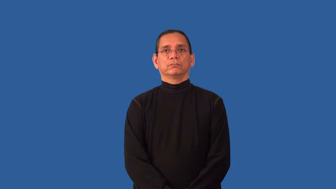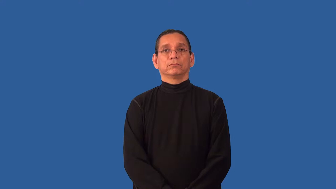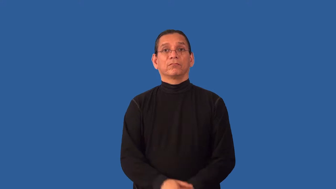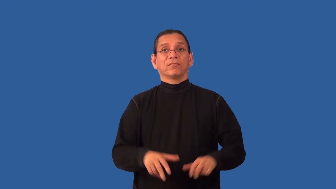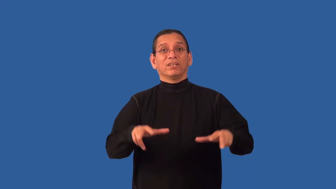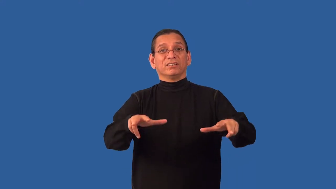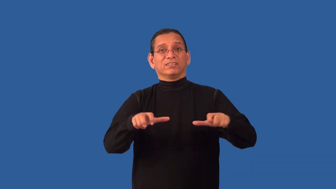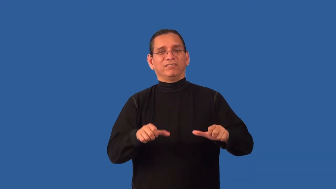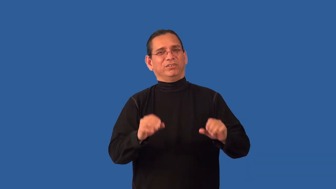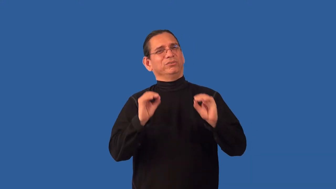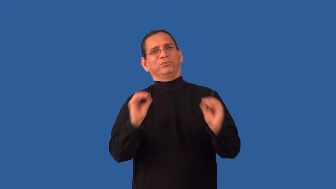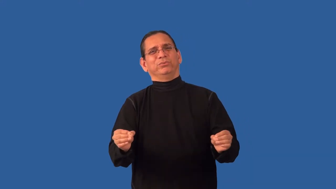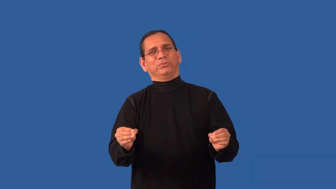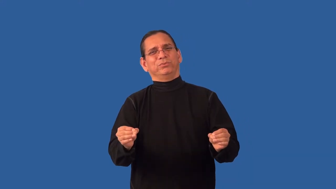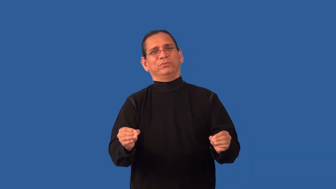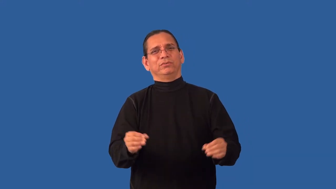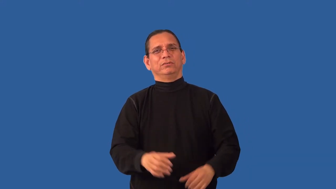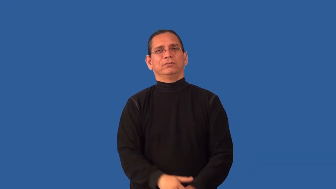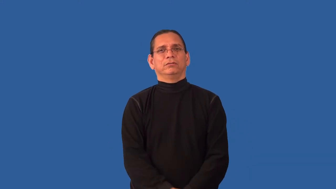unselfish